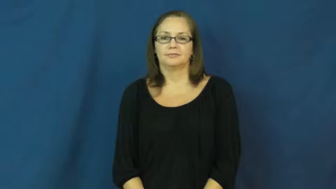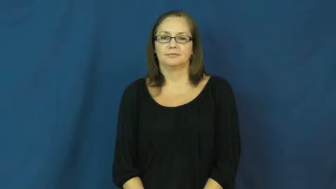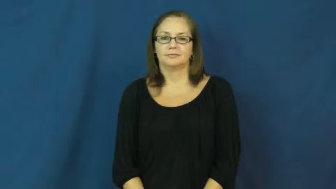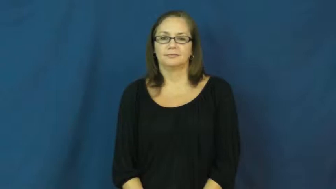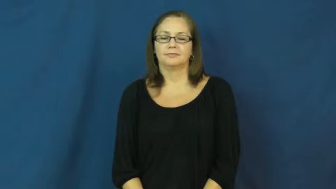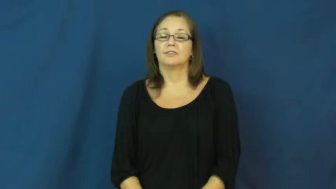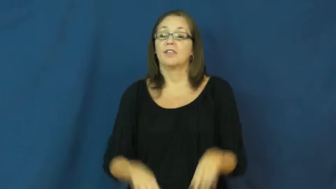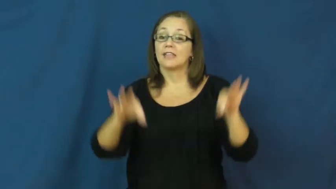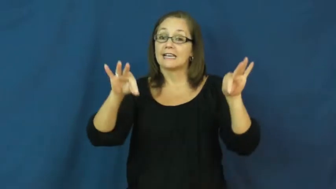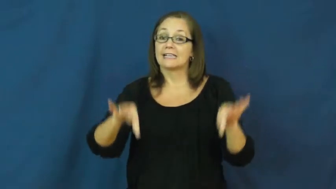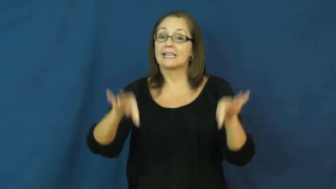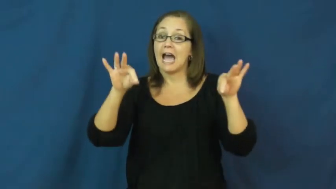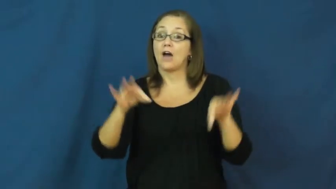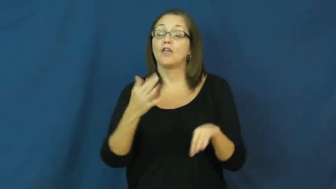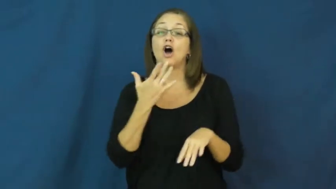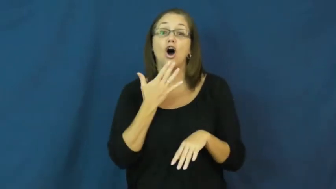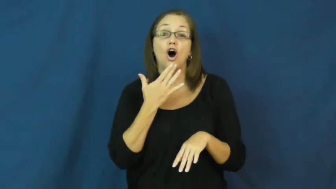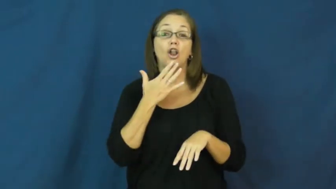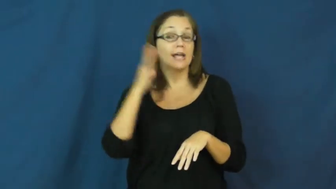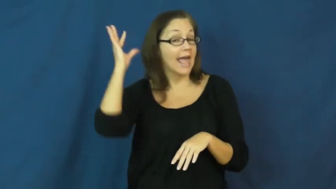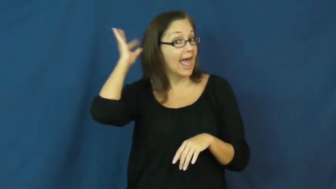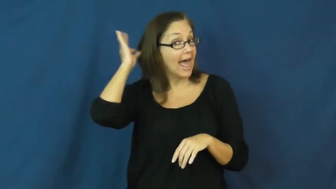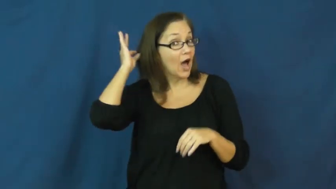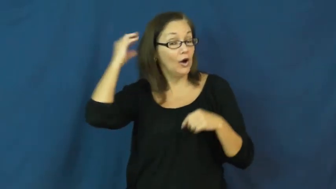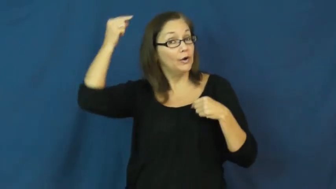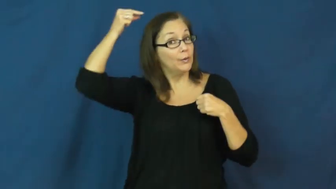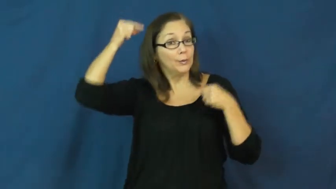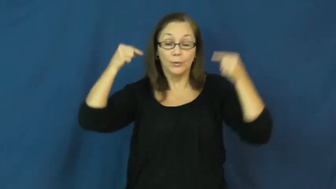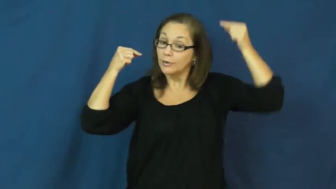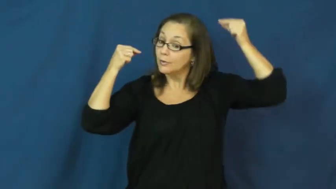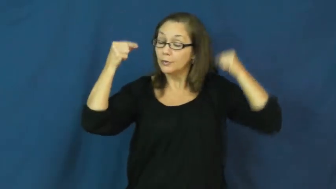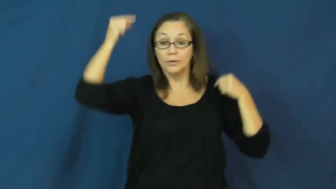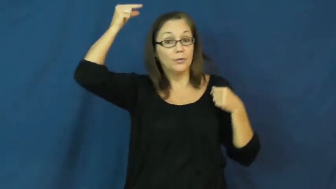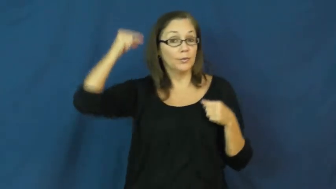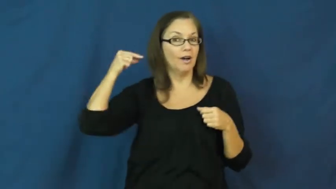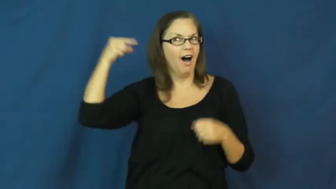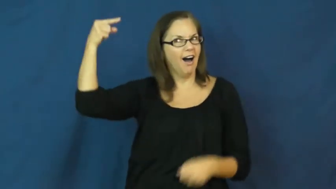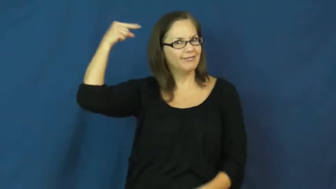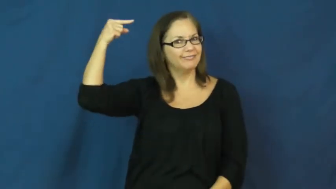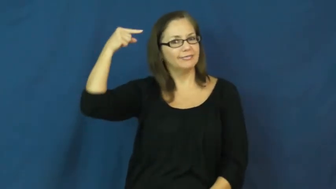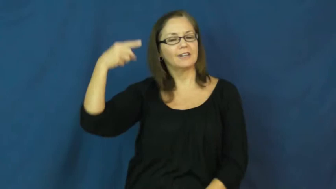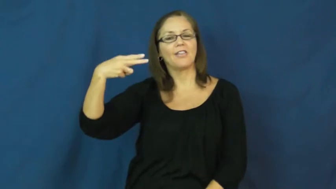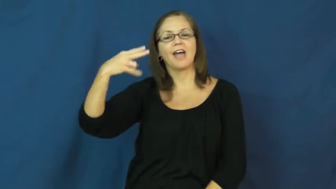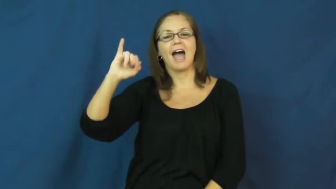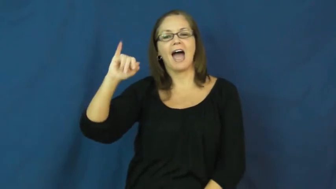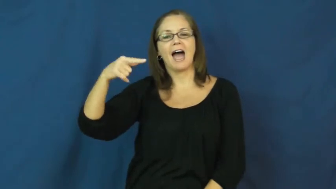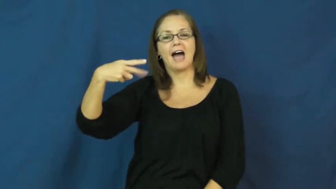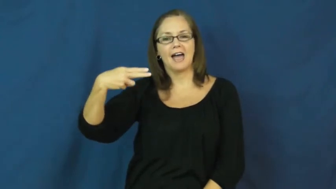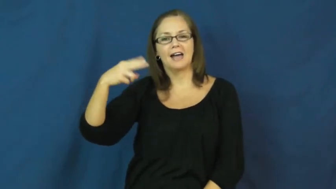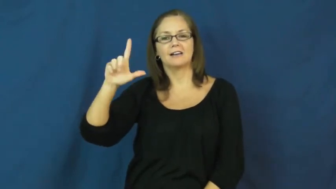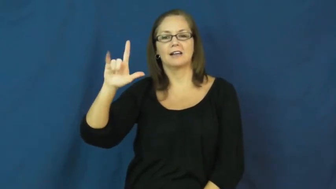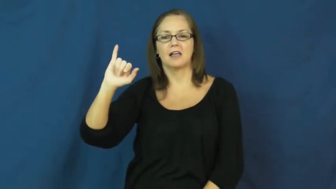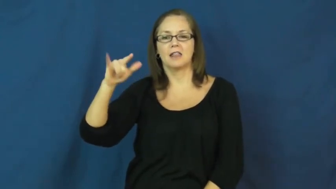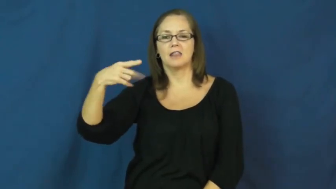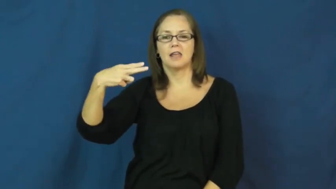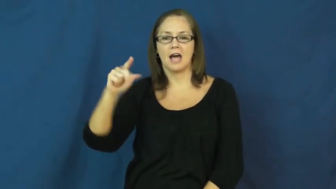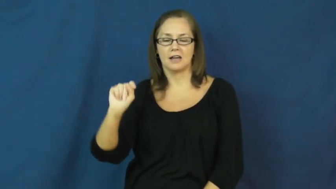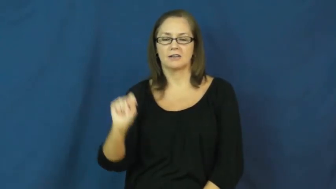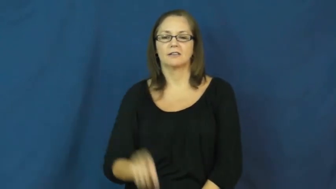highlight-hair